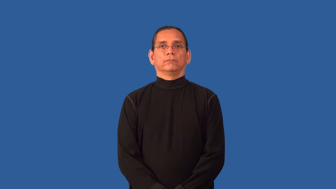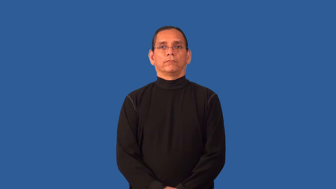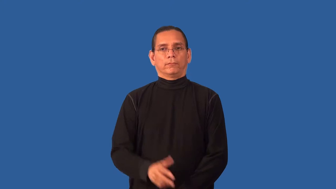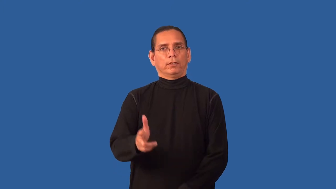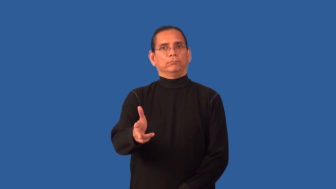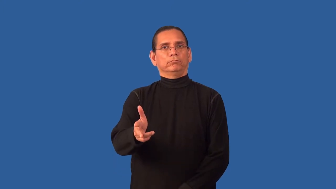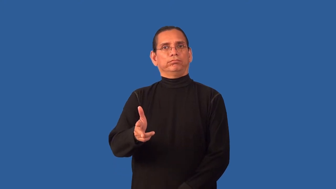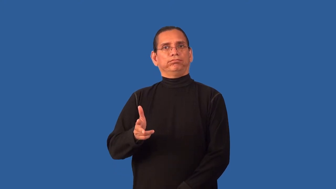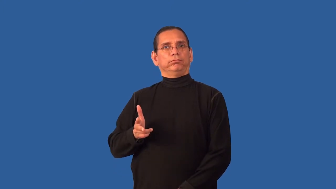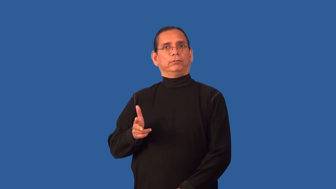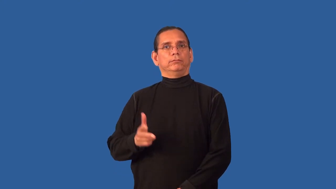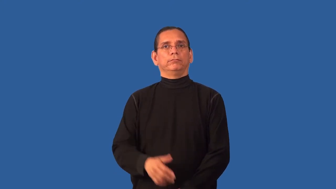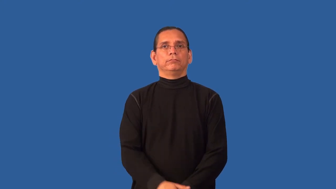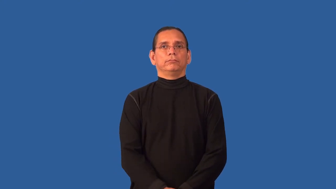back,back up-car